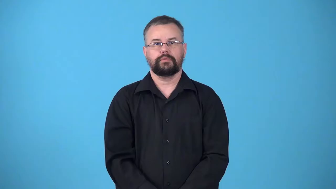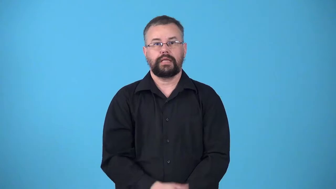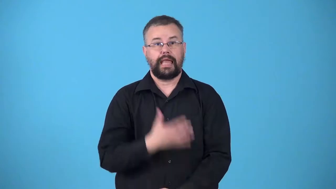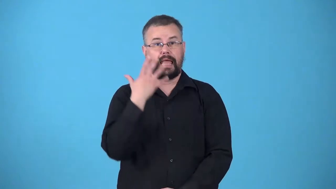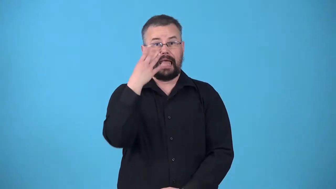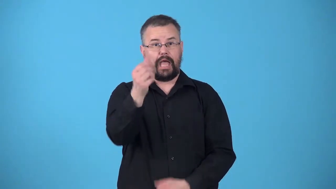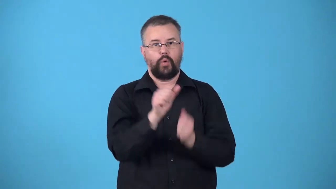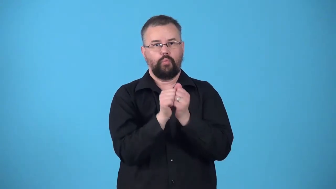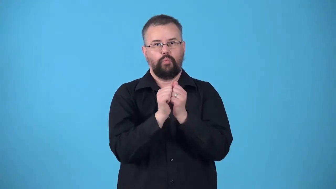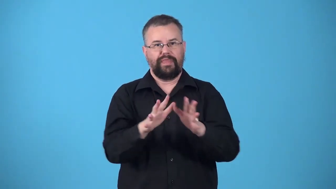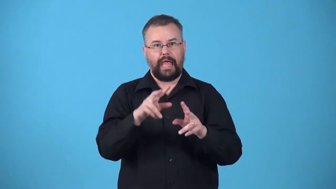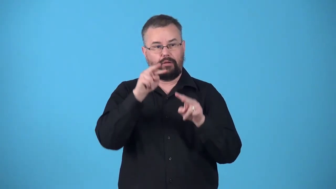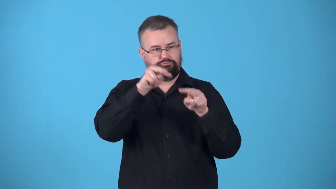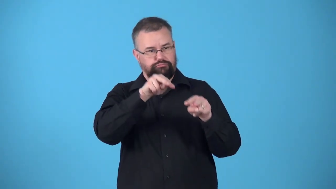unchaperoned